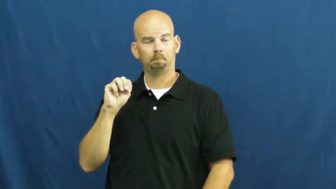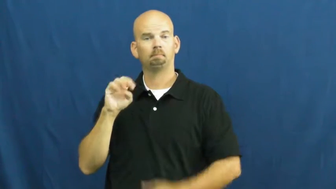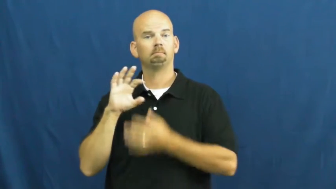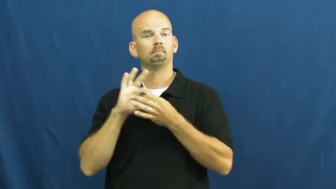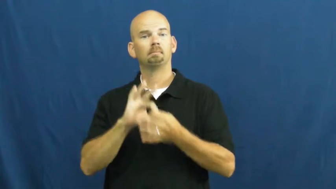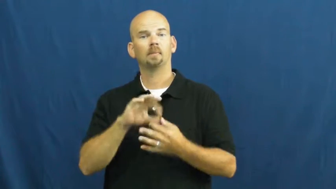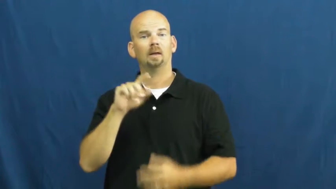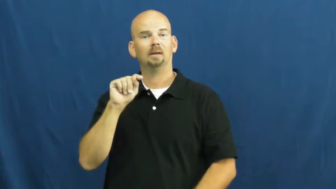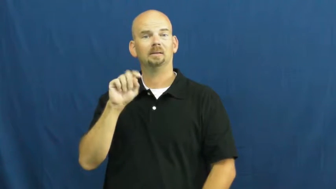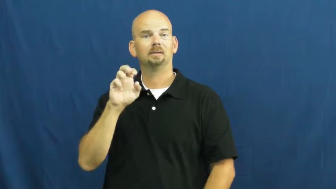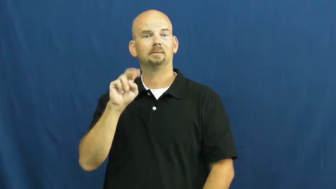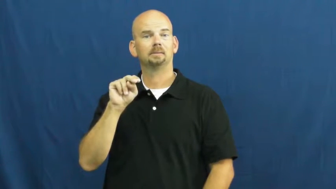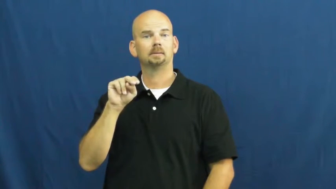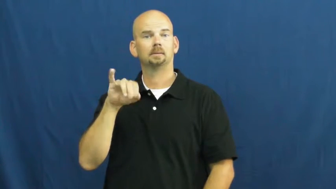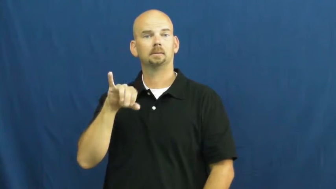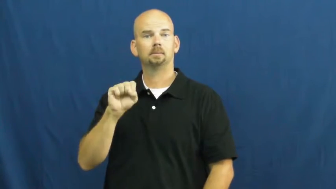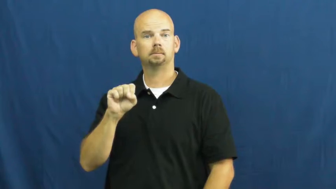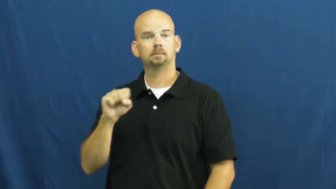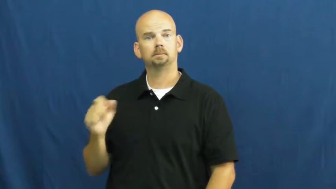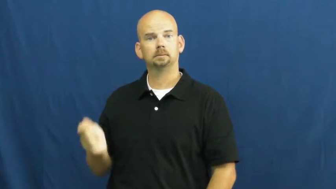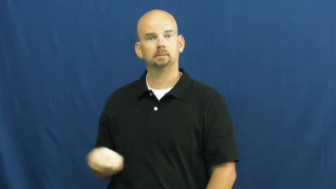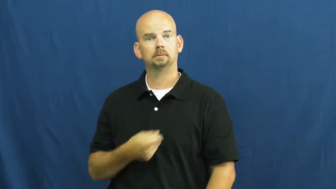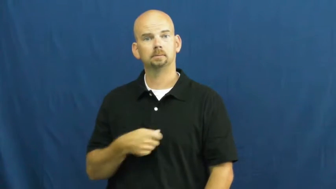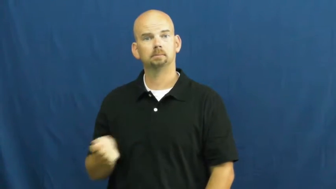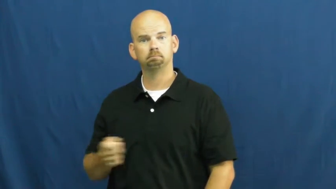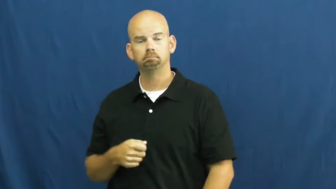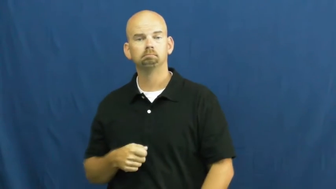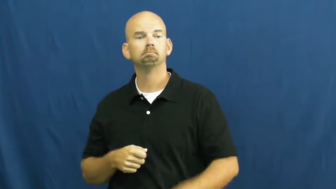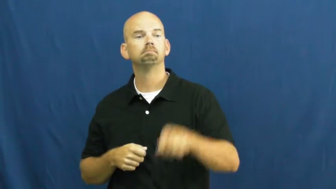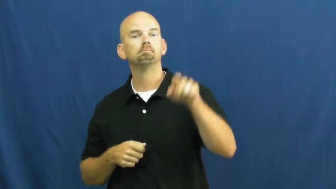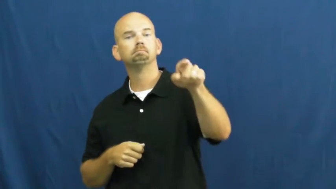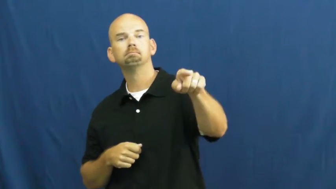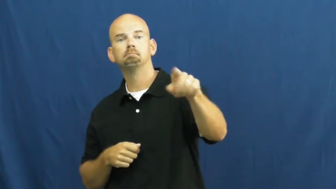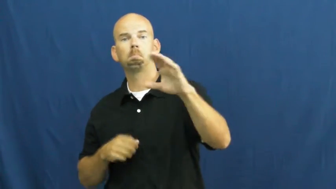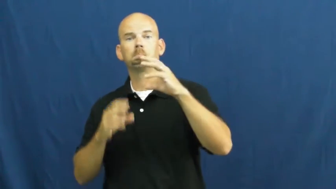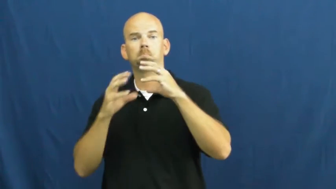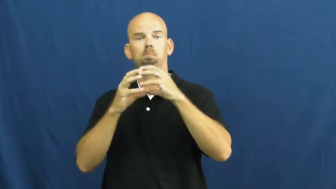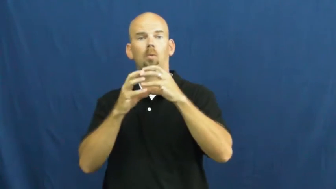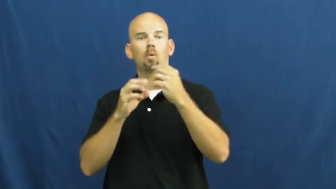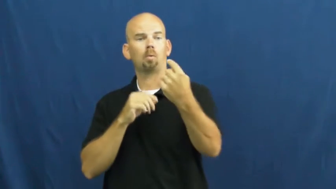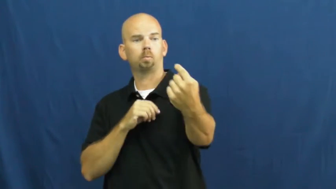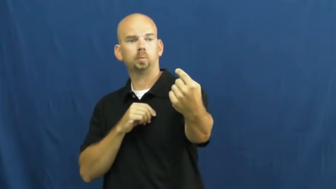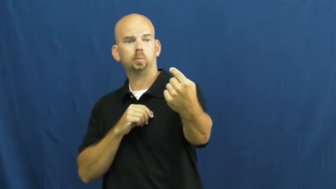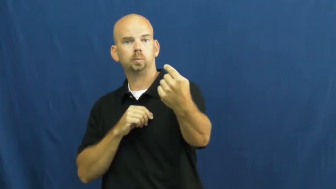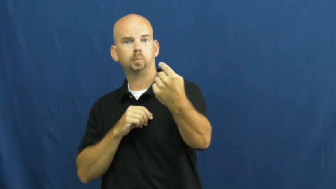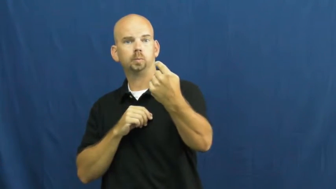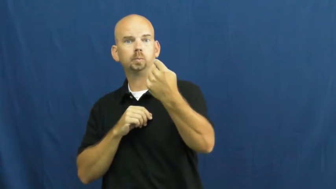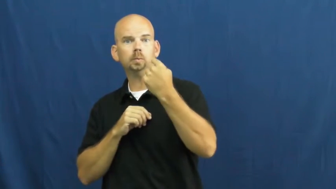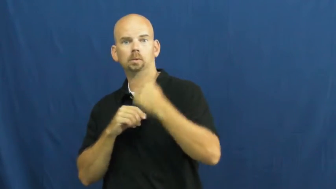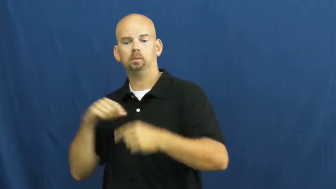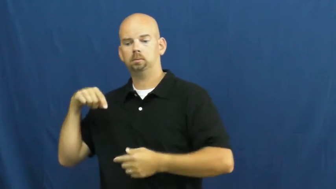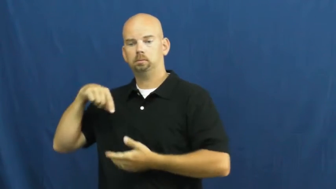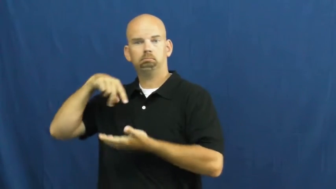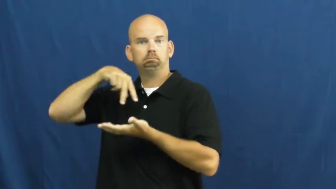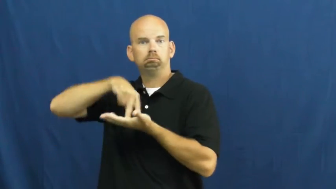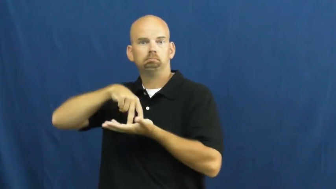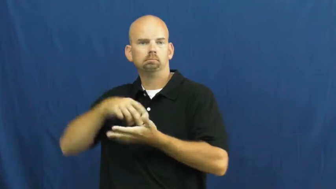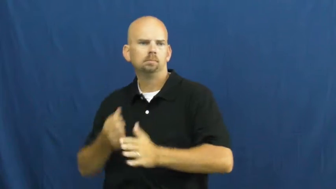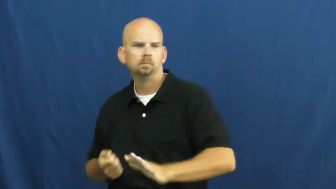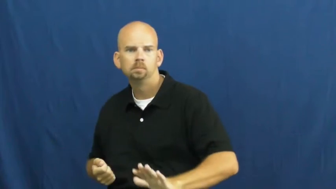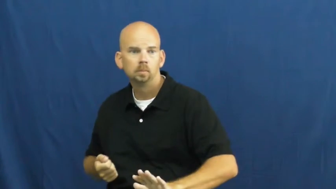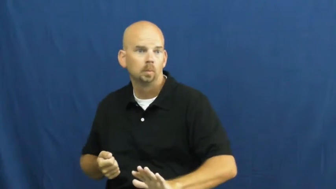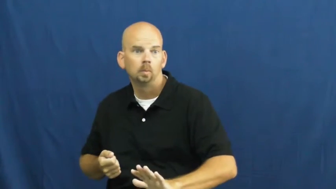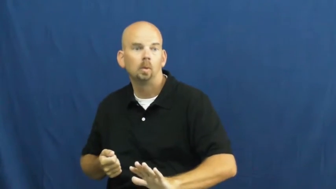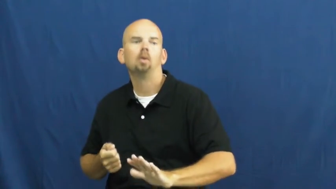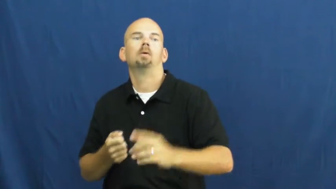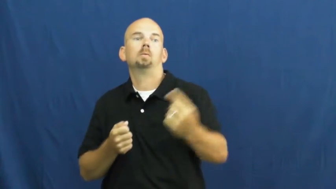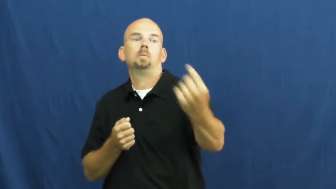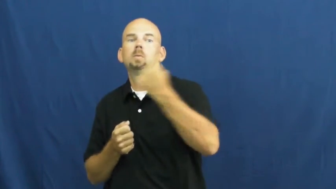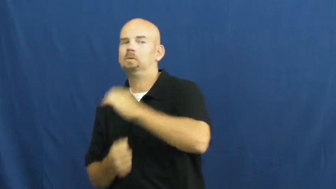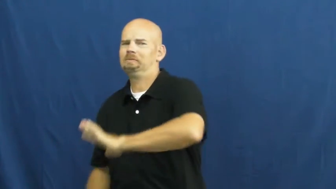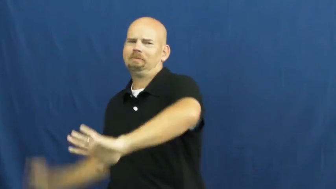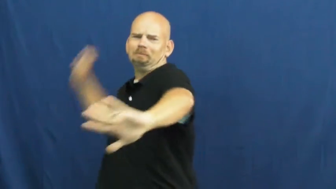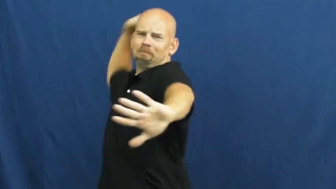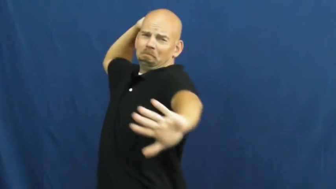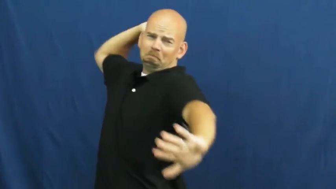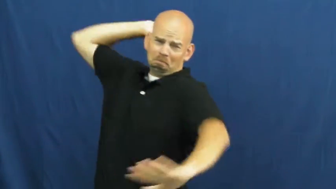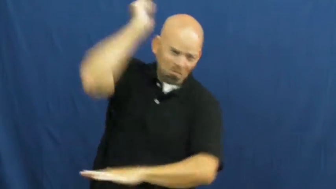slam-tennis